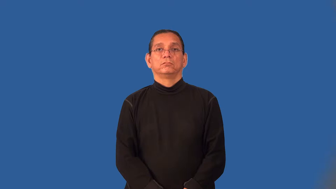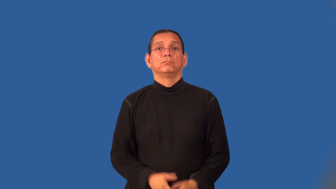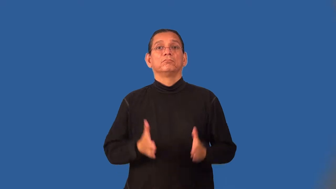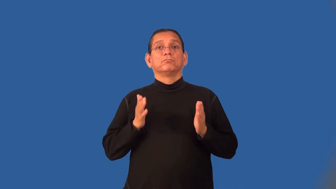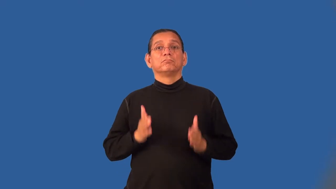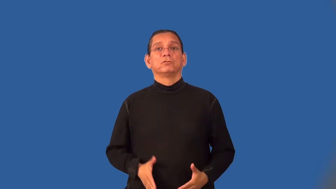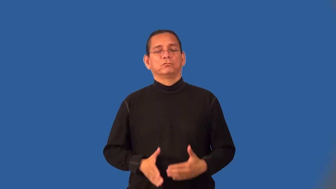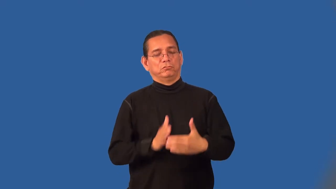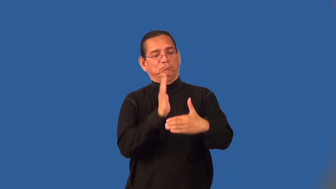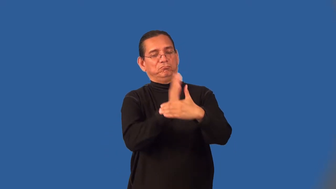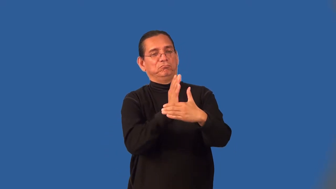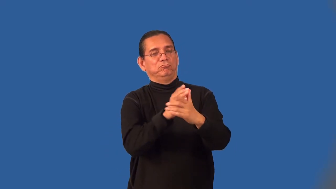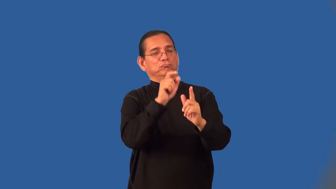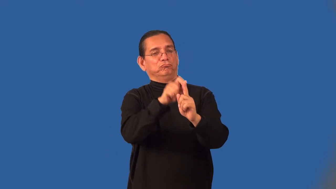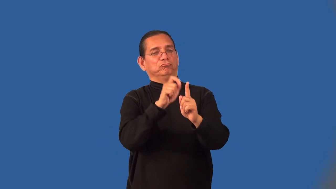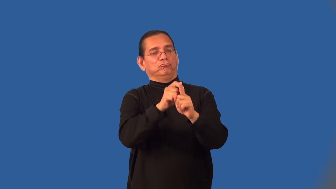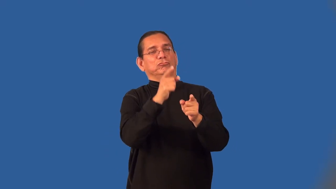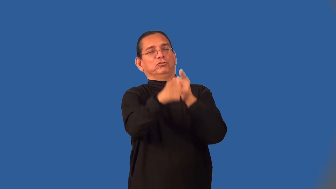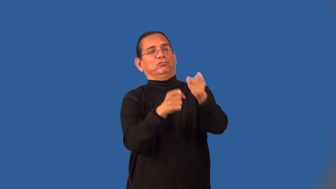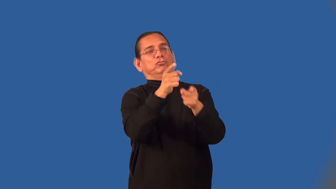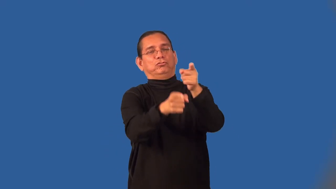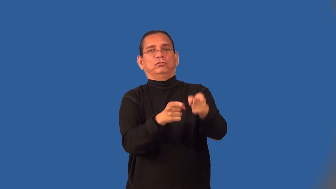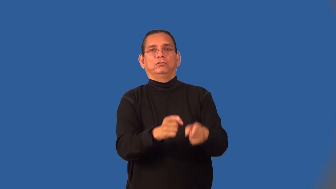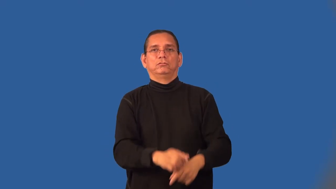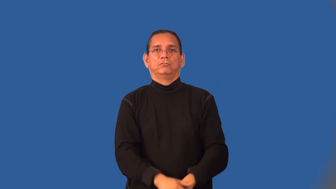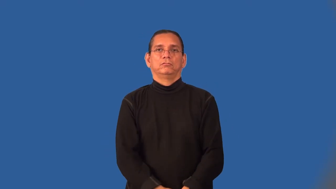heckler